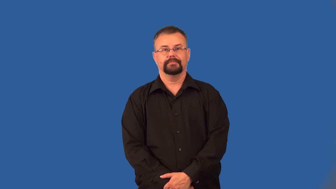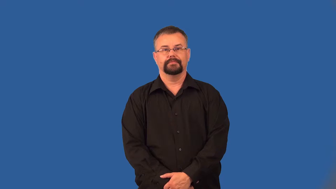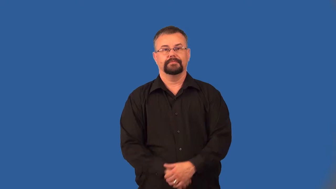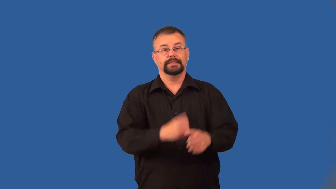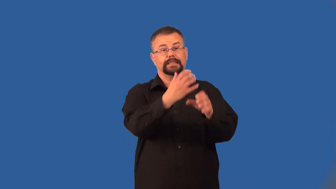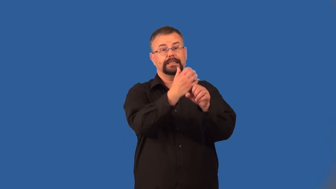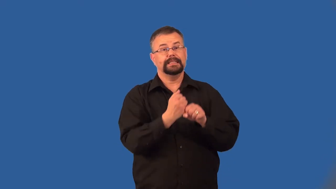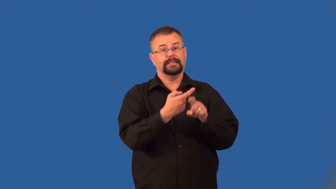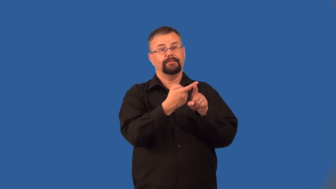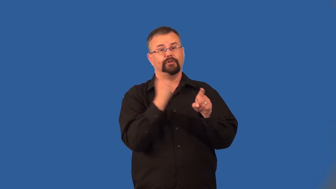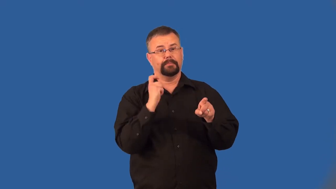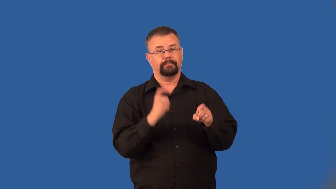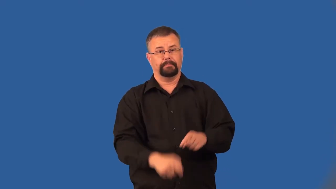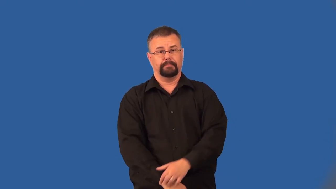derive